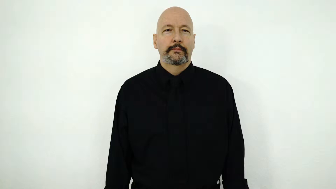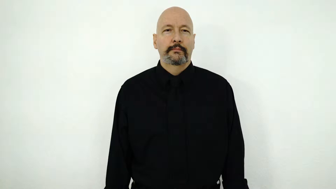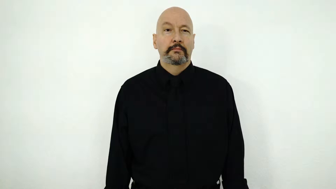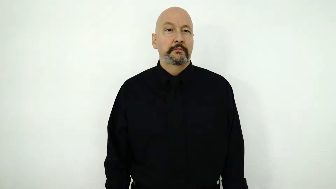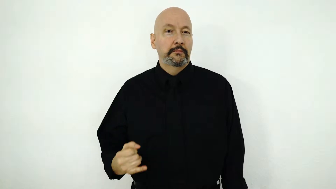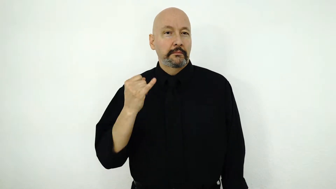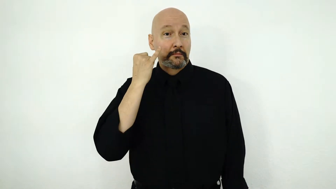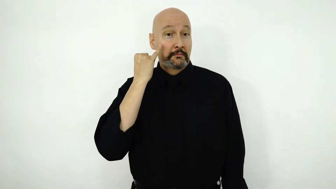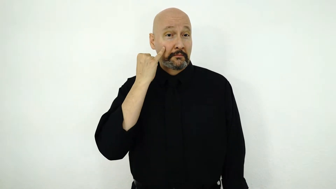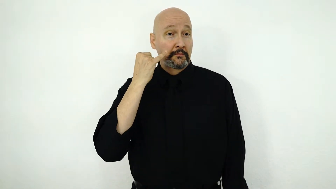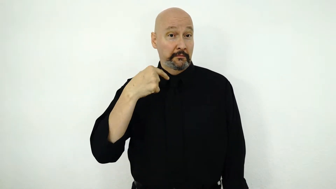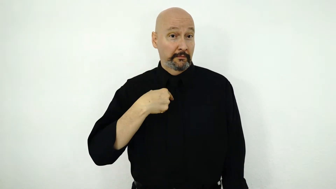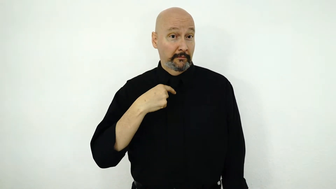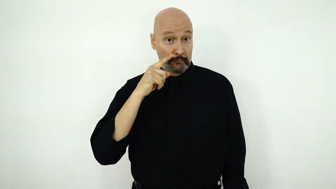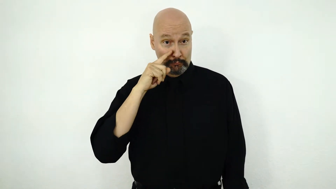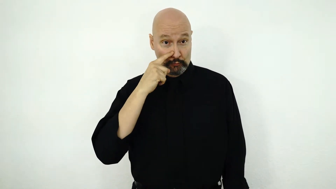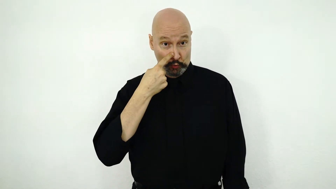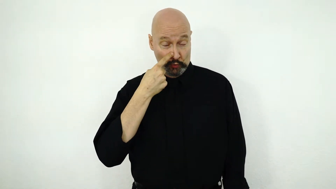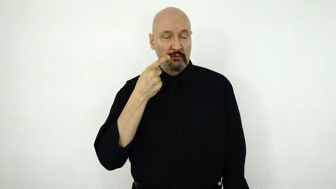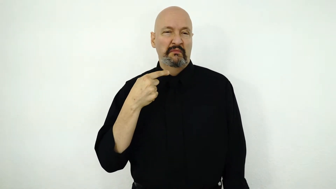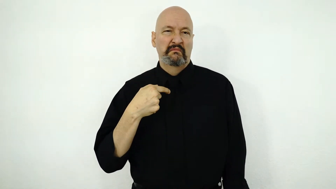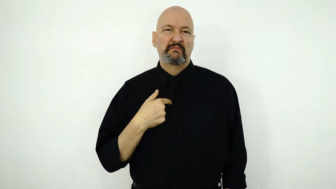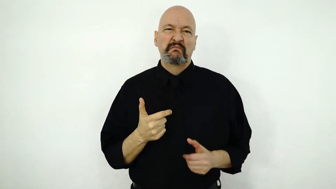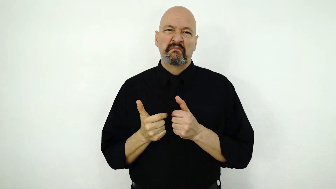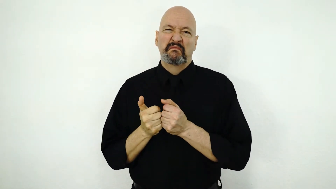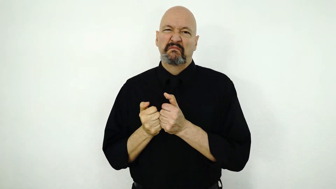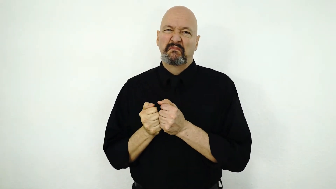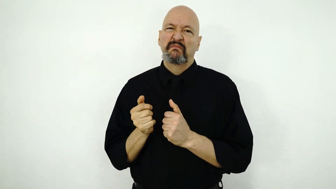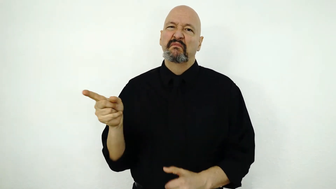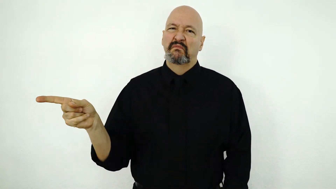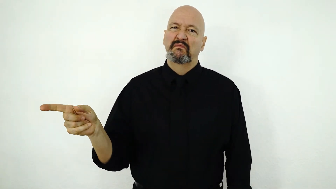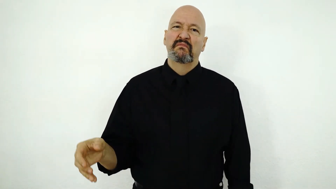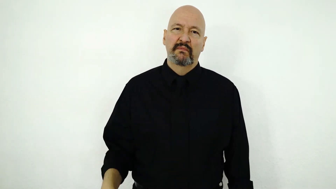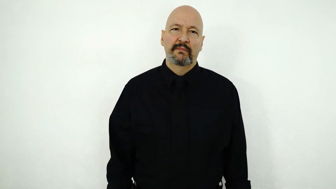IF I BORED I TEXT HER